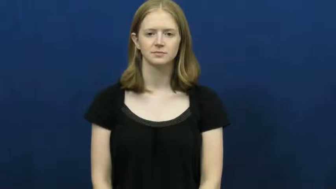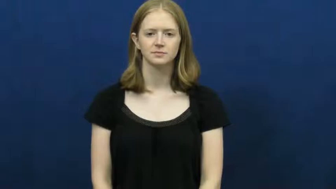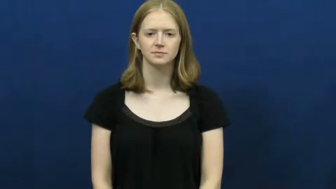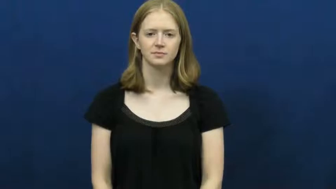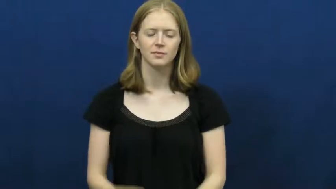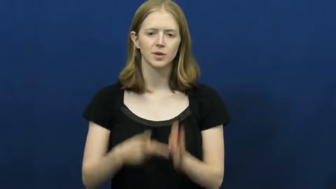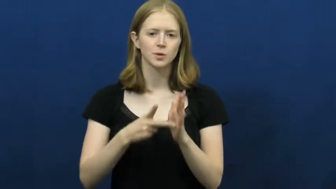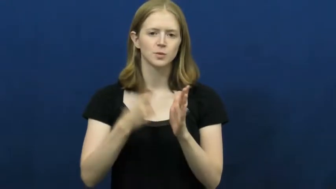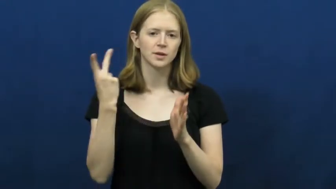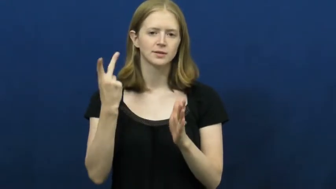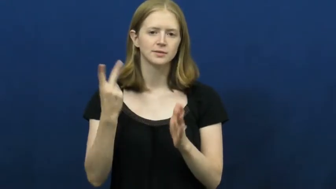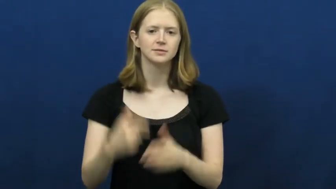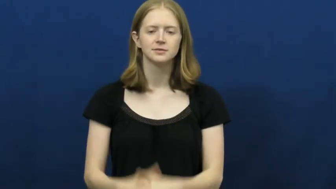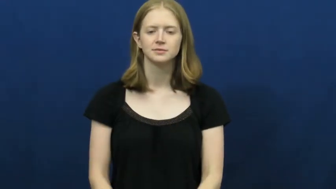double,twice,twofold